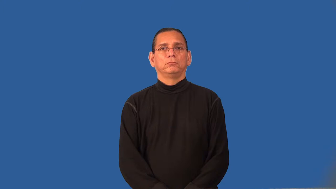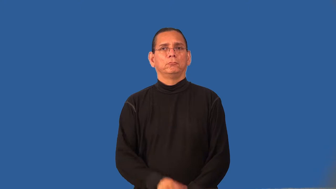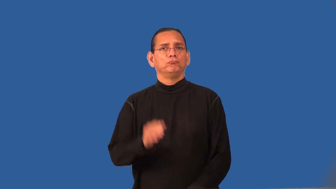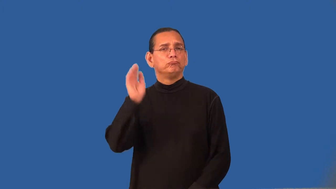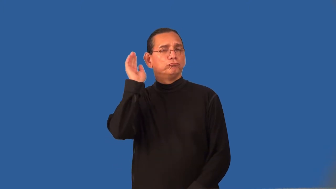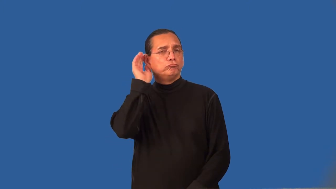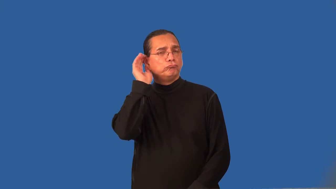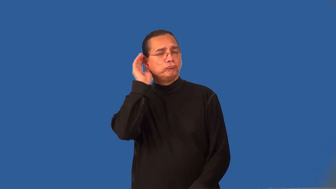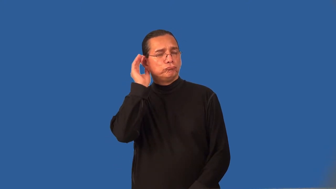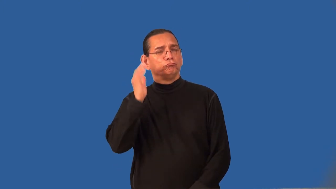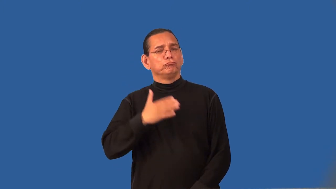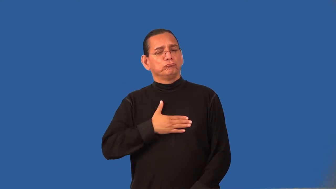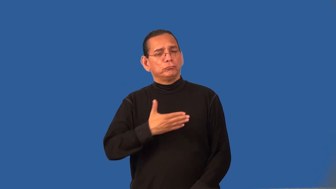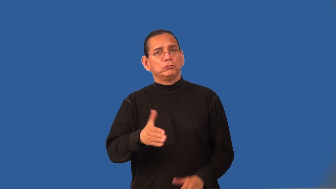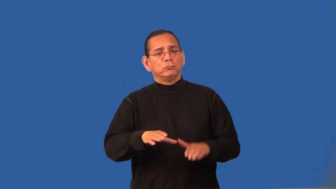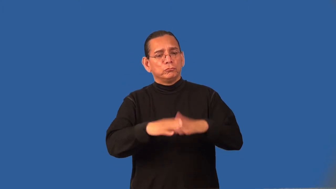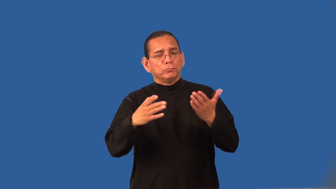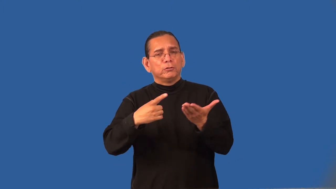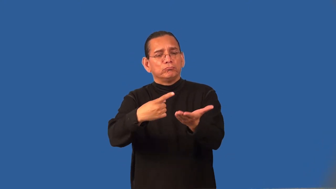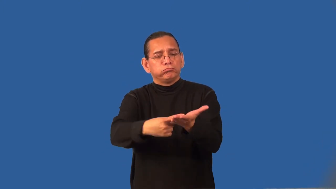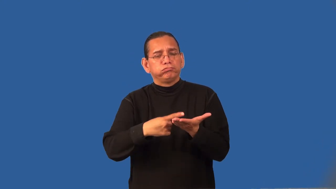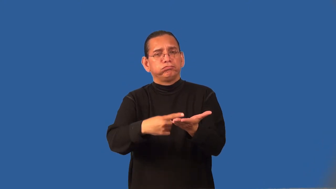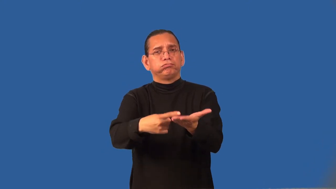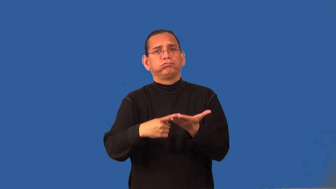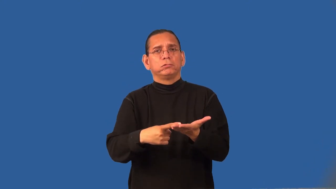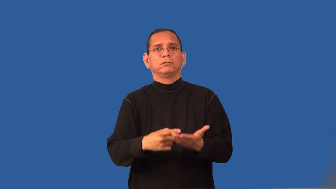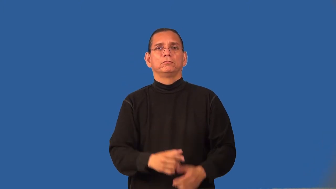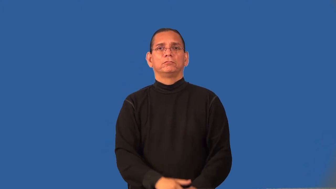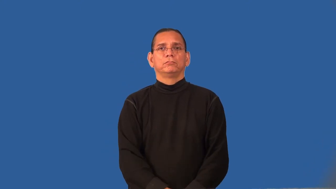receptive-open to suggestions